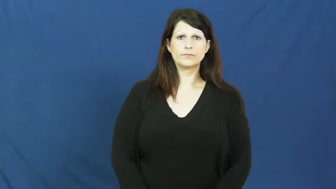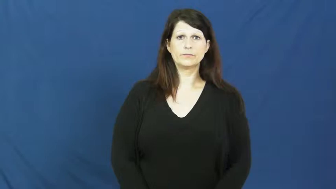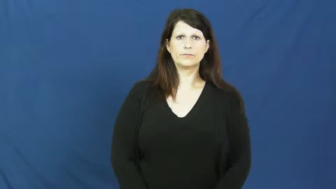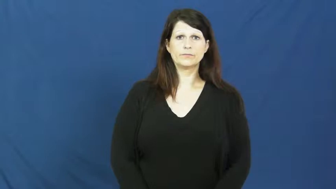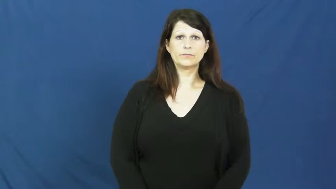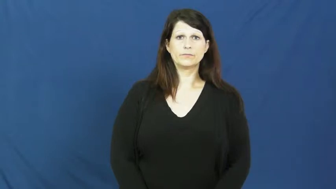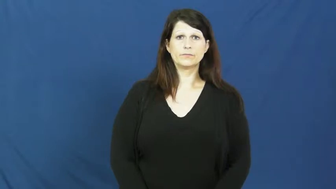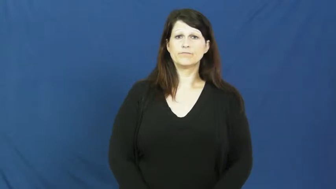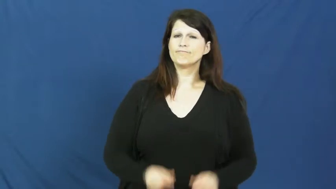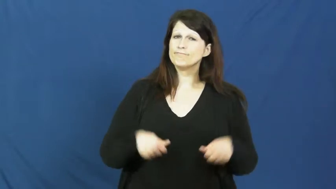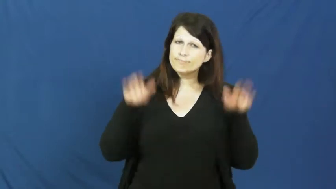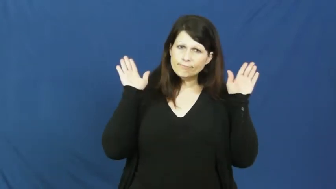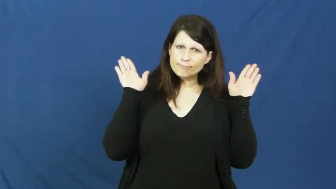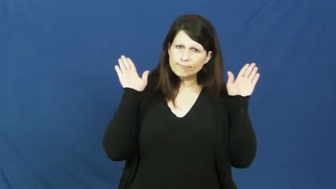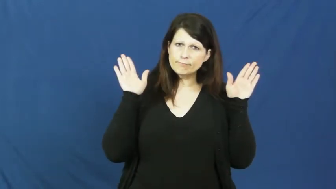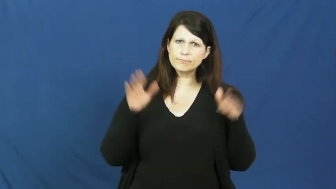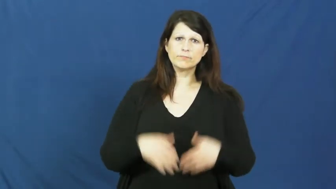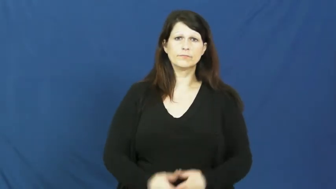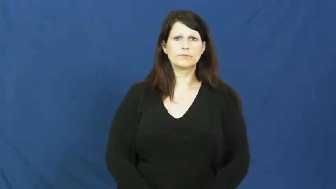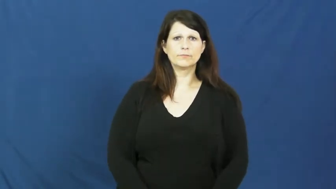knuckle under